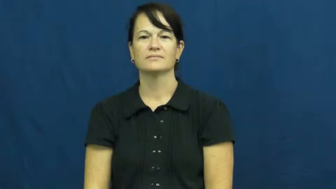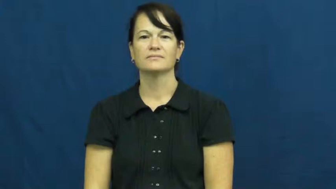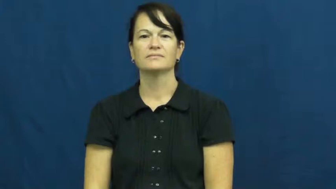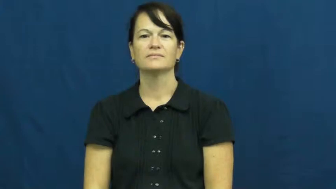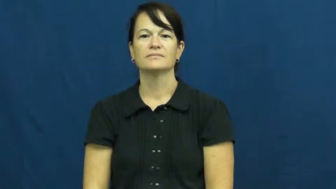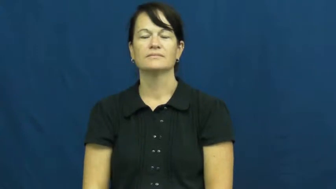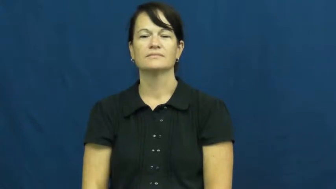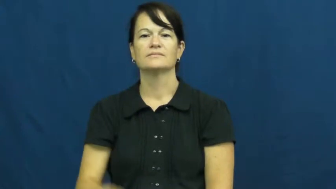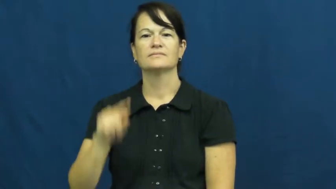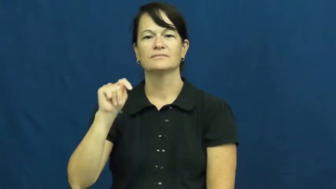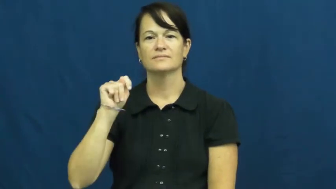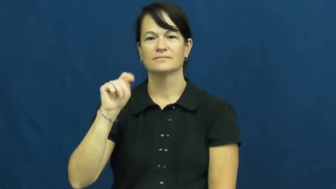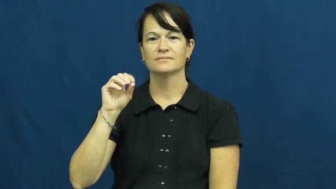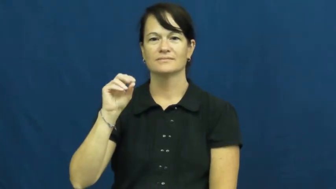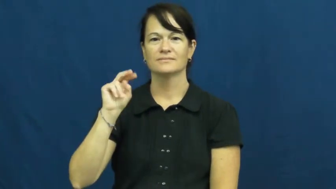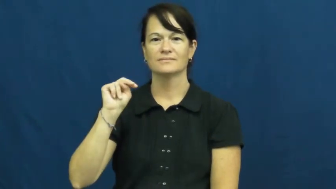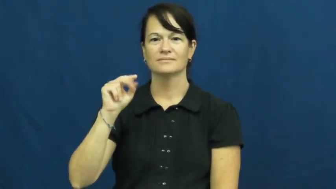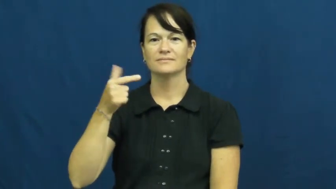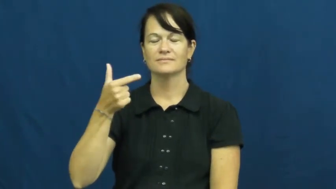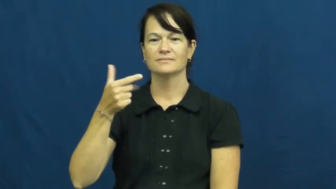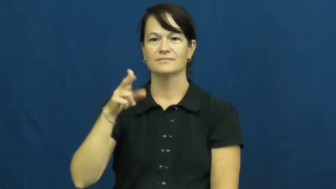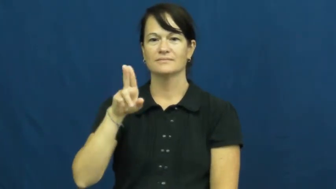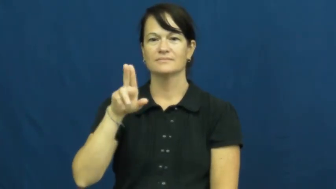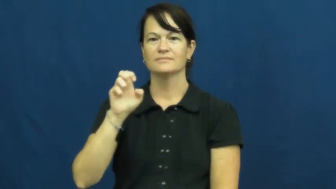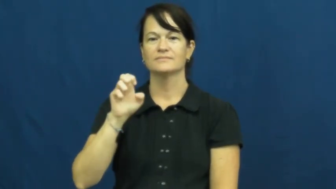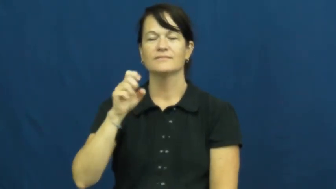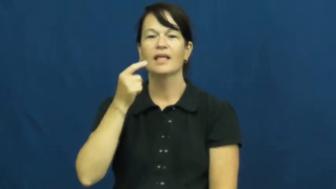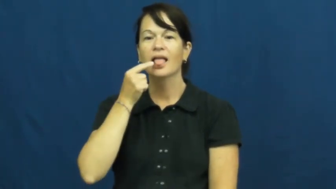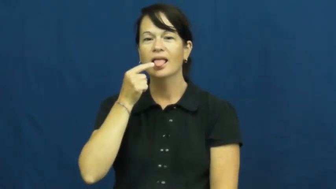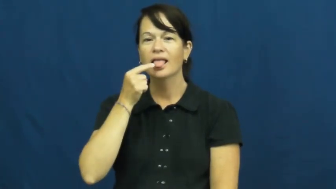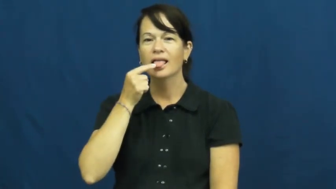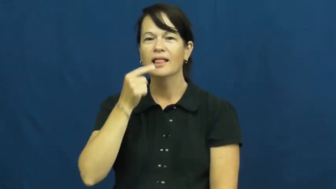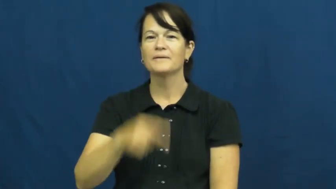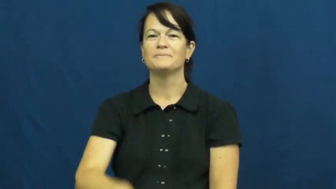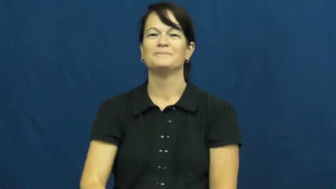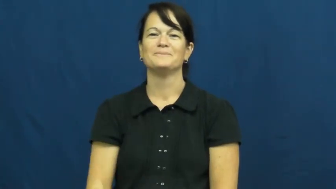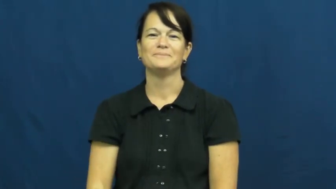tongue